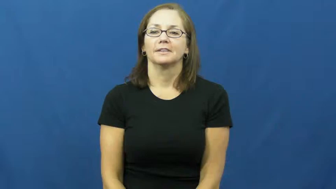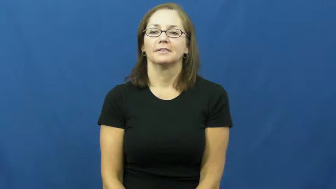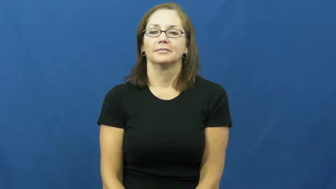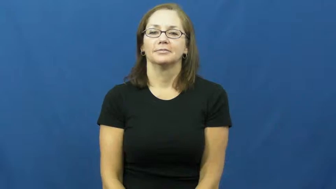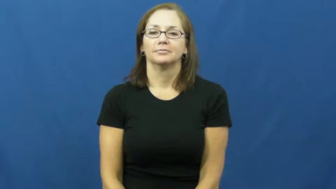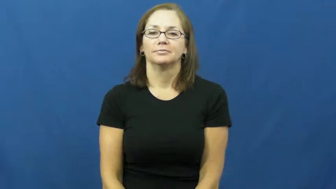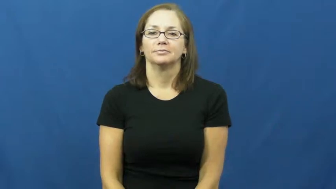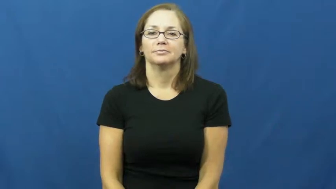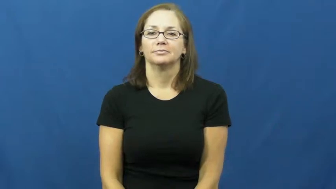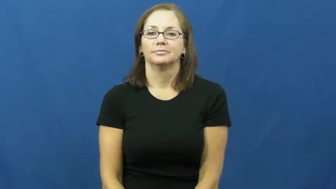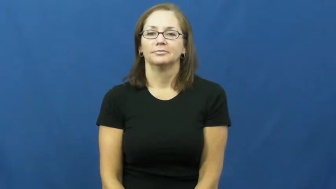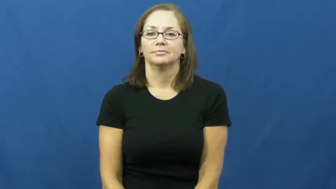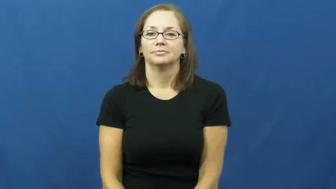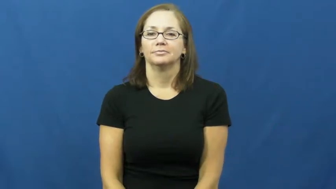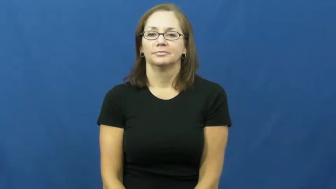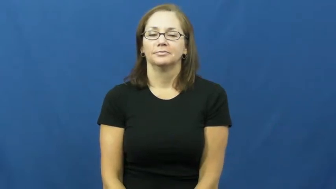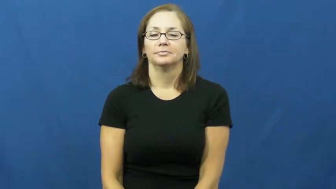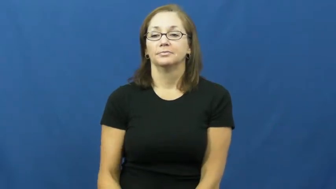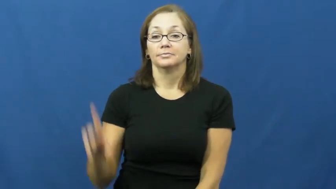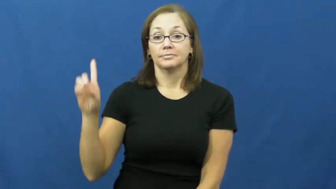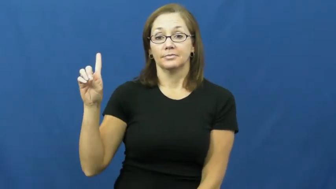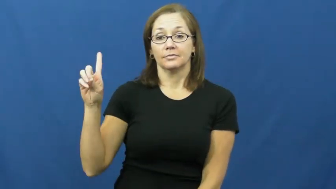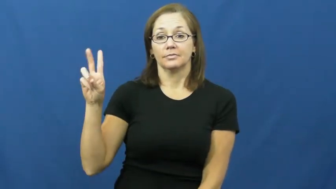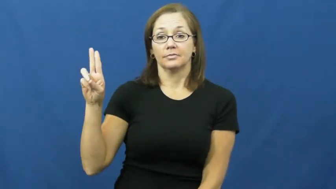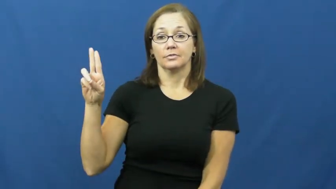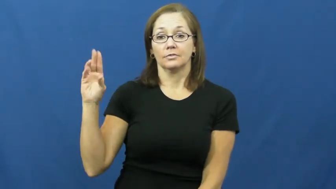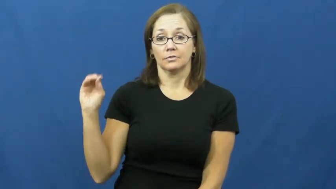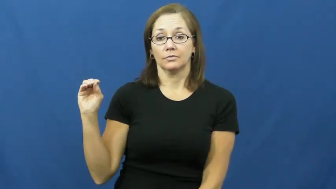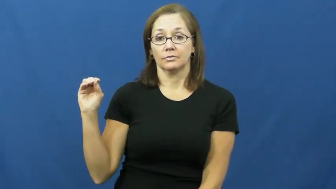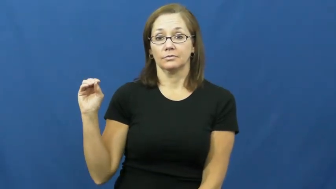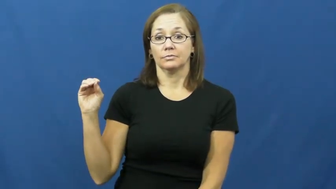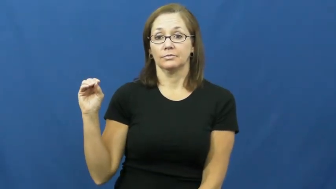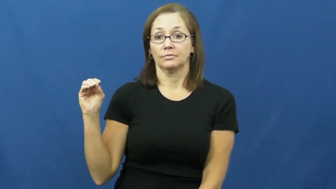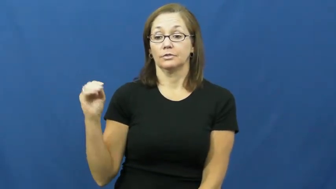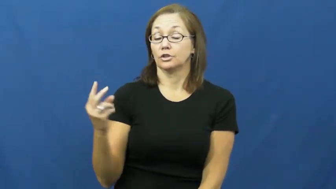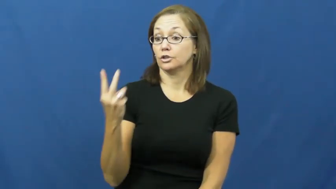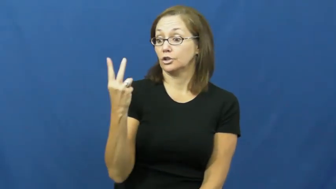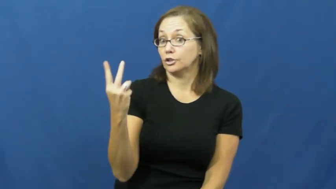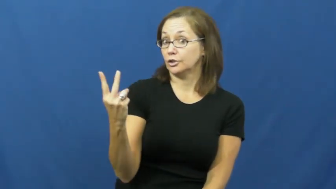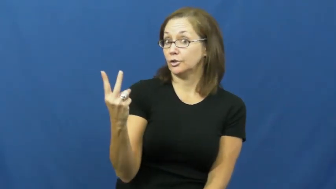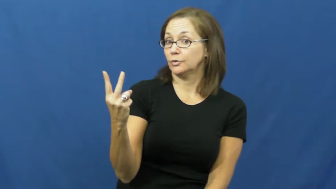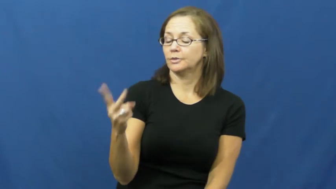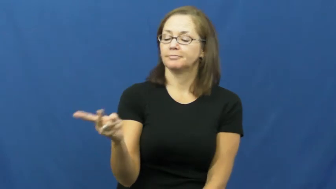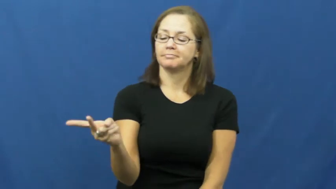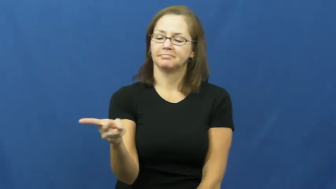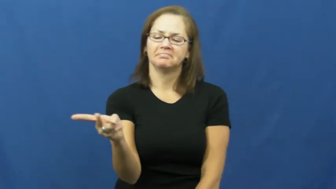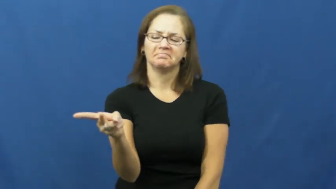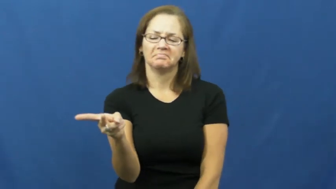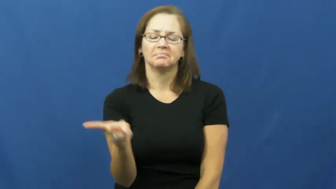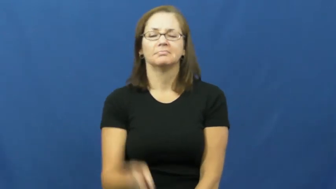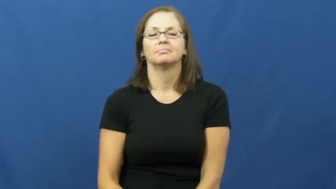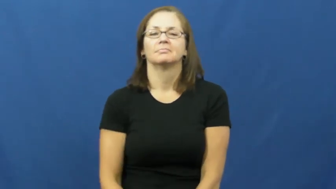duo,duet